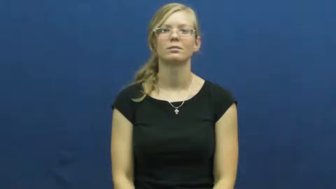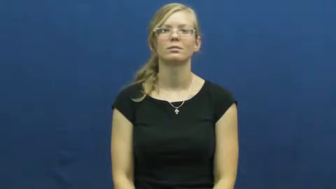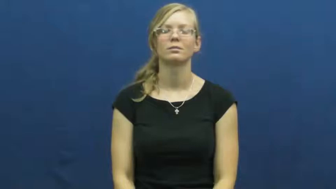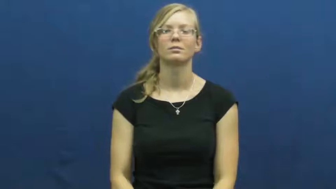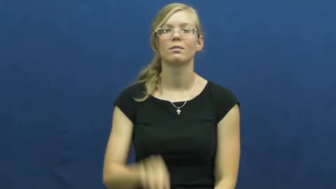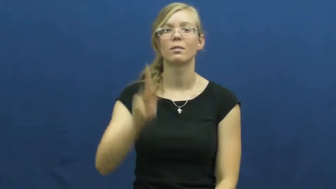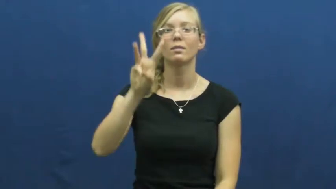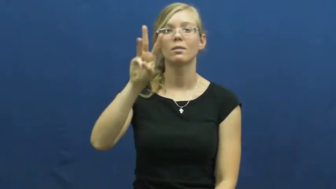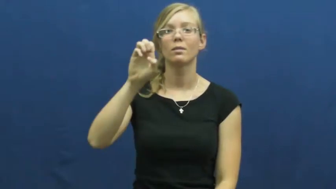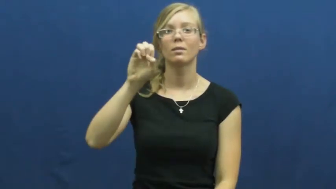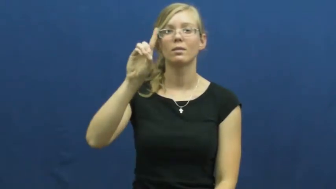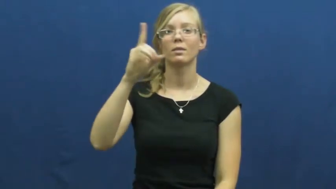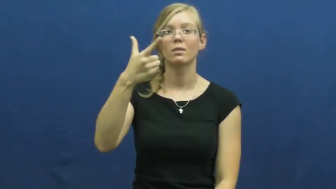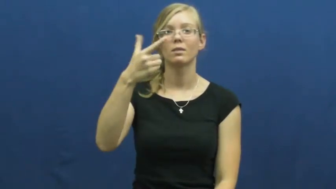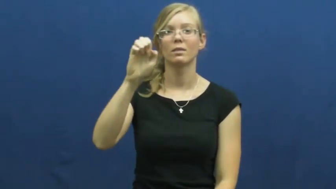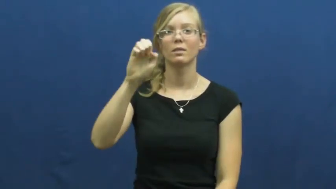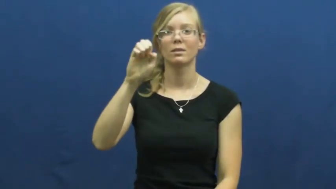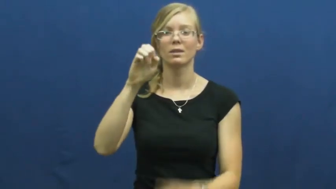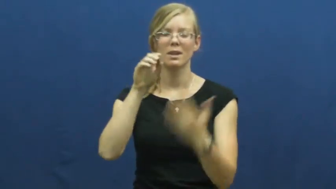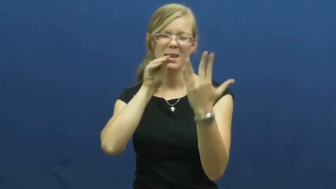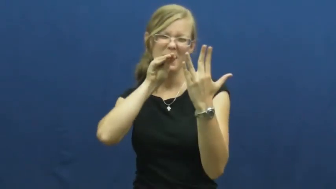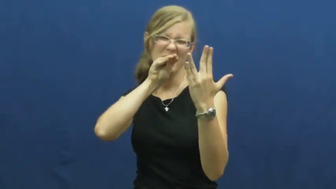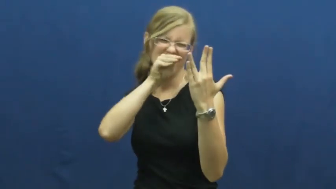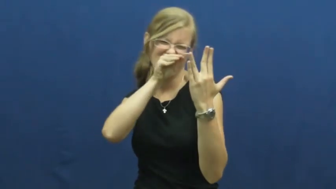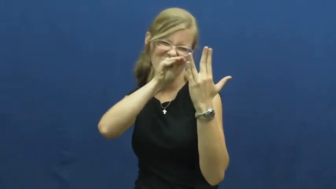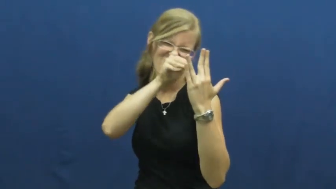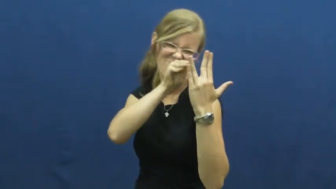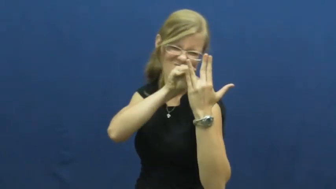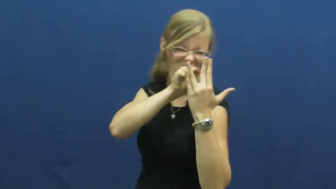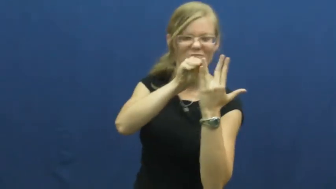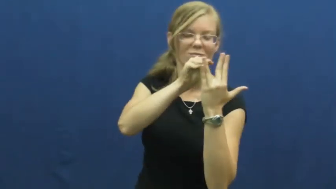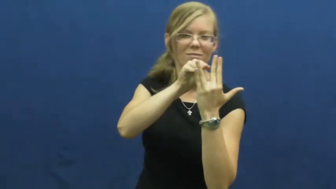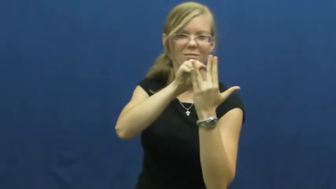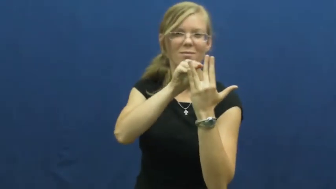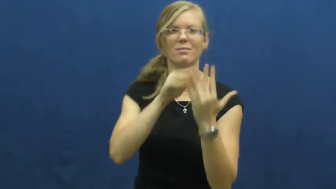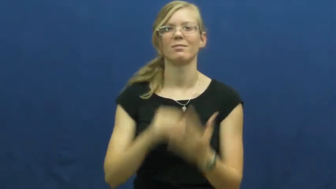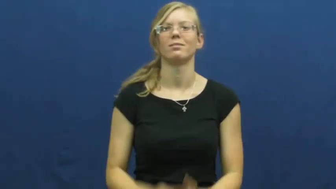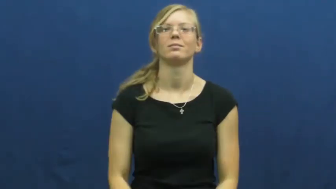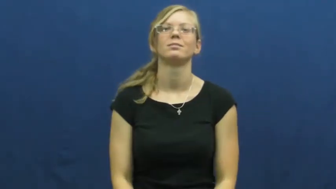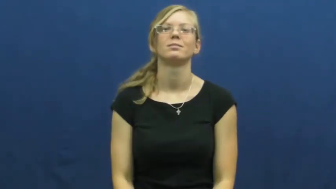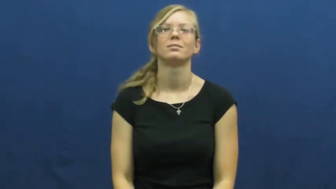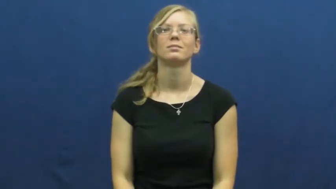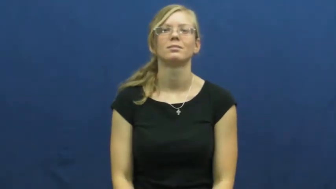wedge-verb